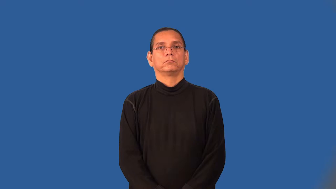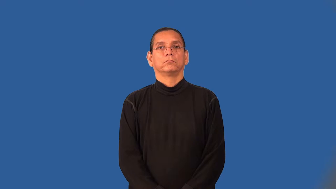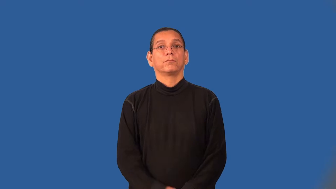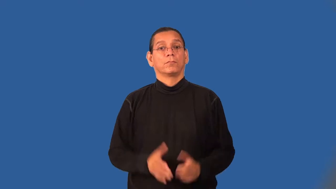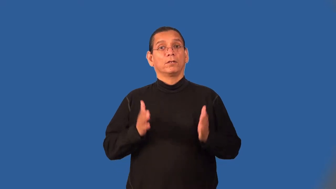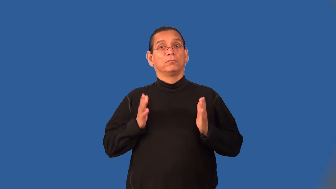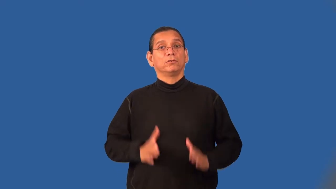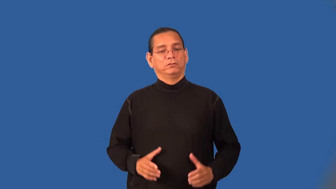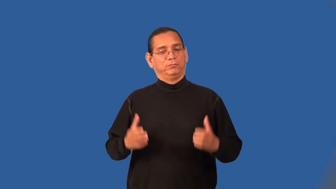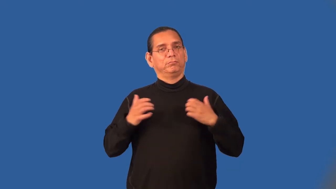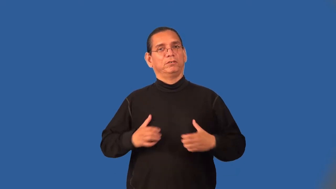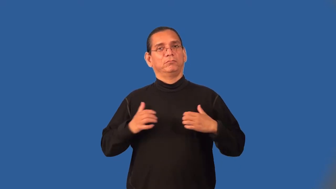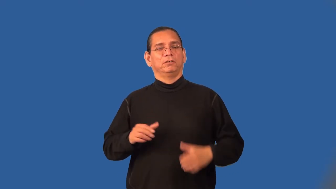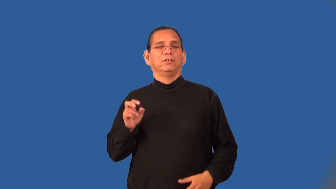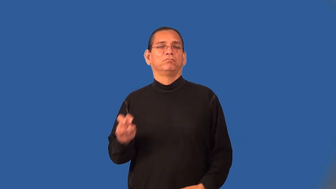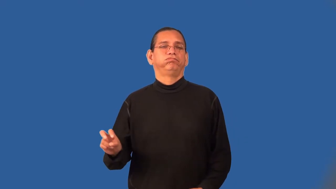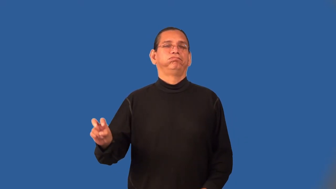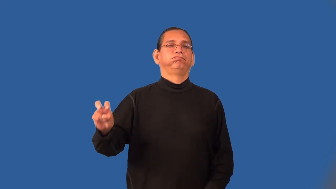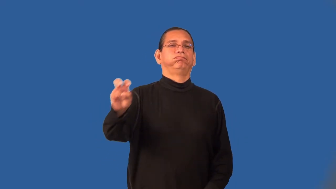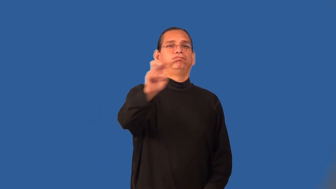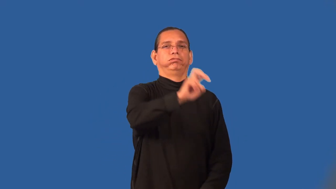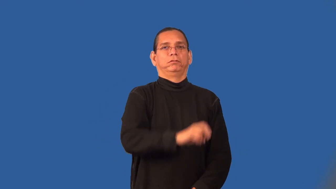backpacker